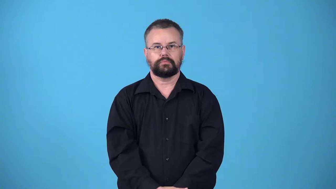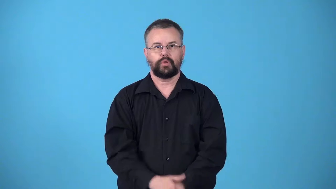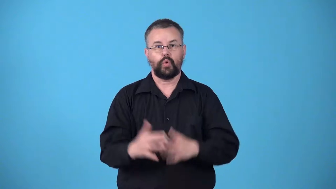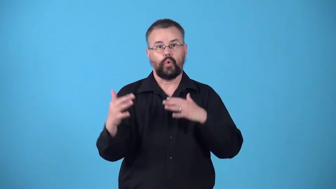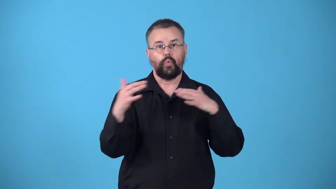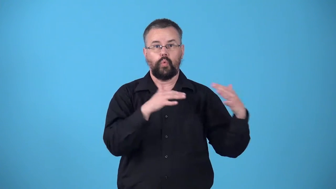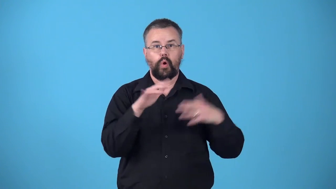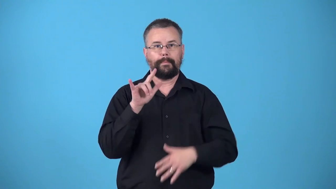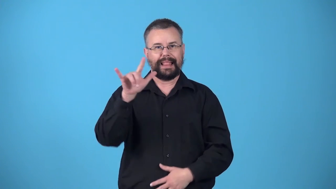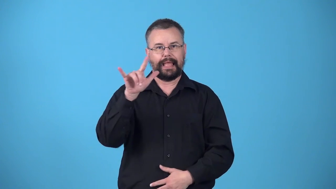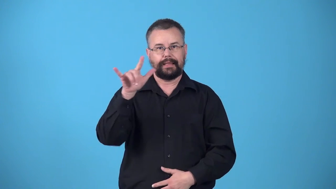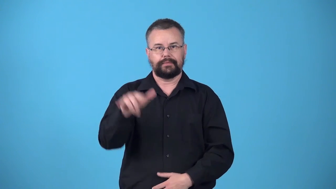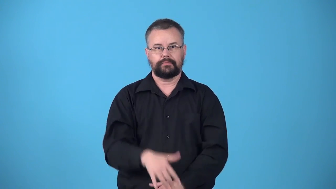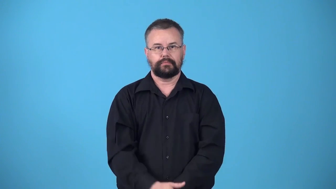warplane